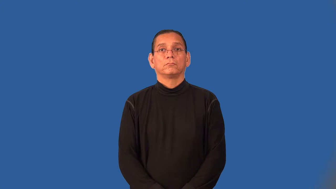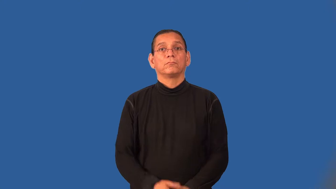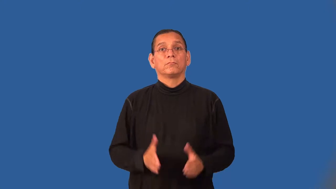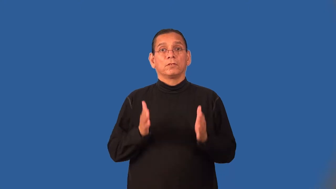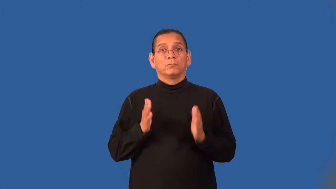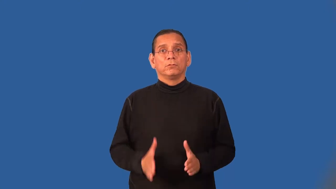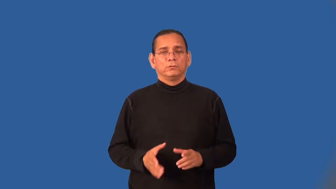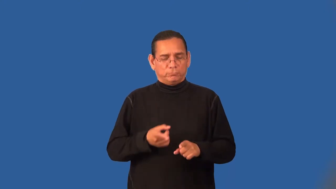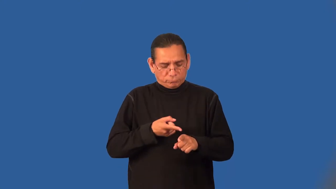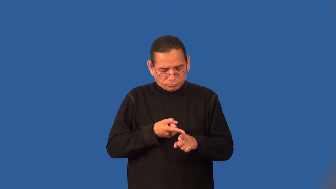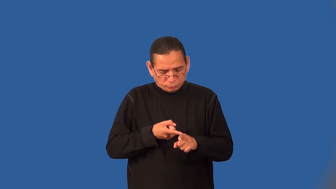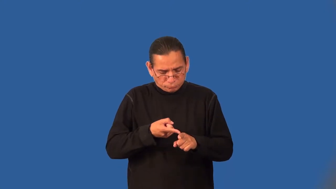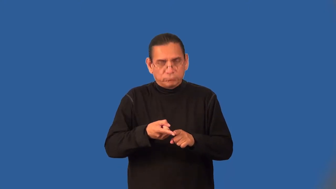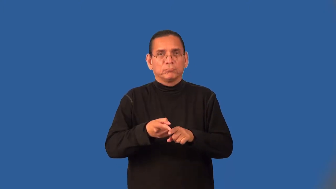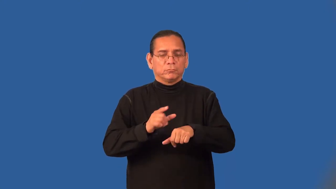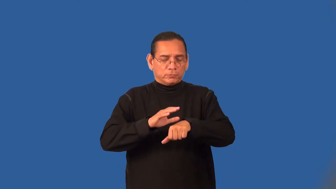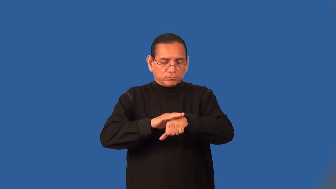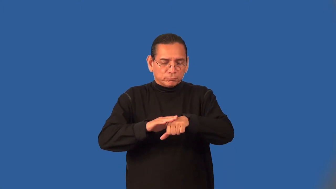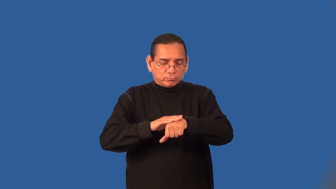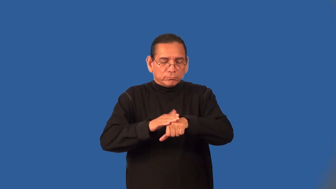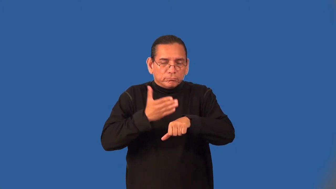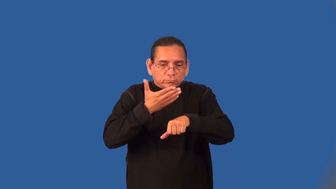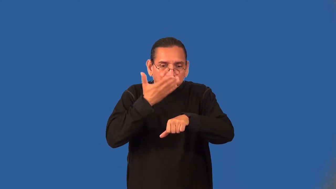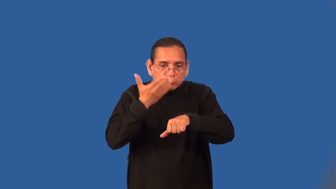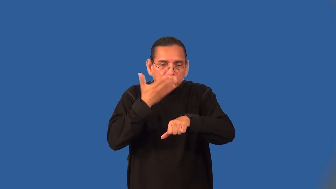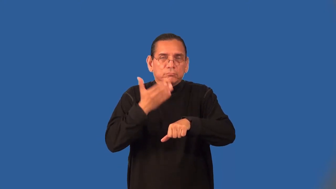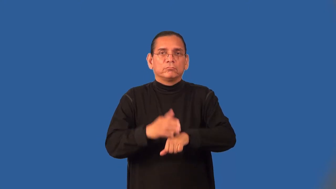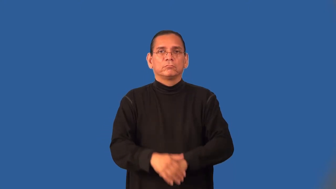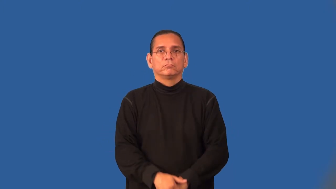aromatherapist